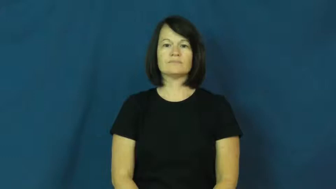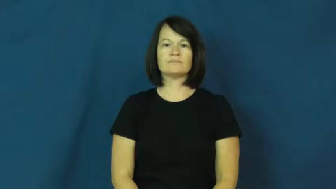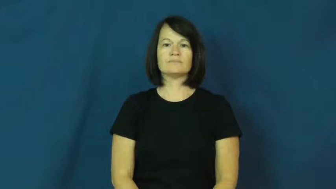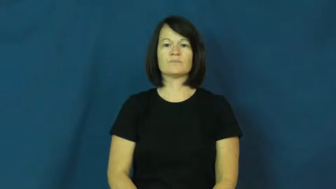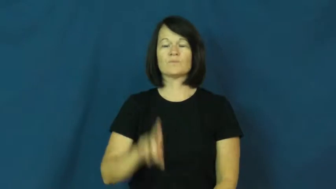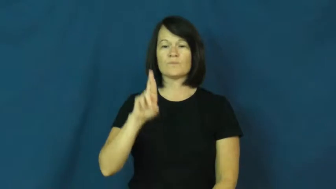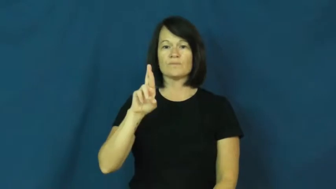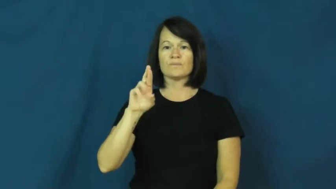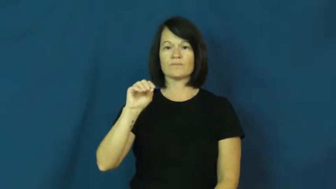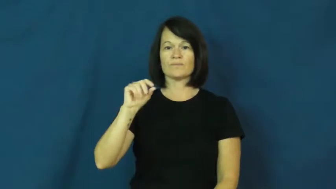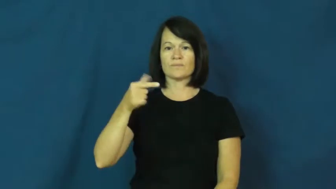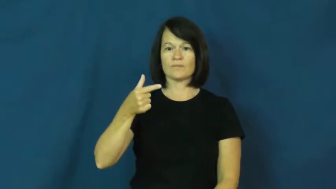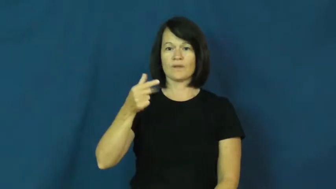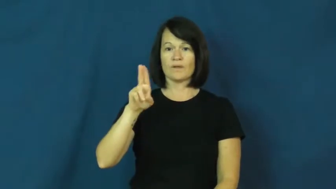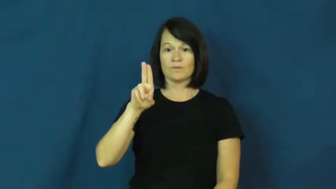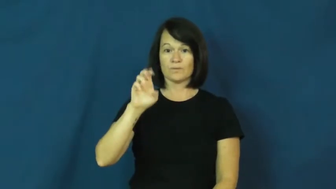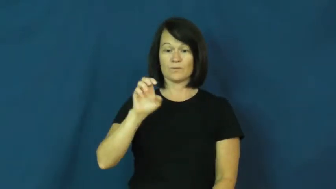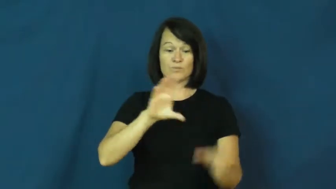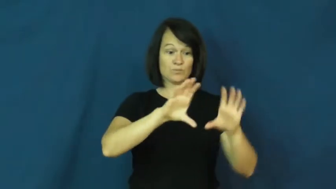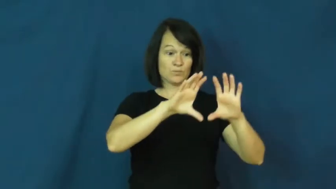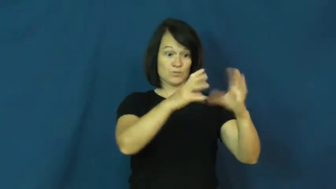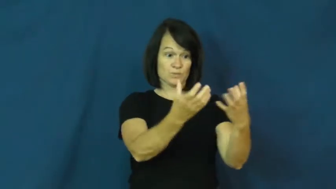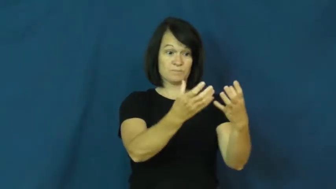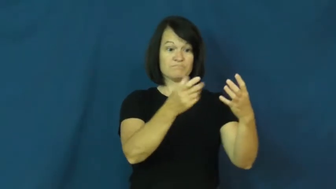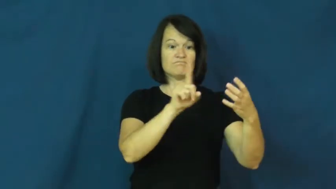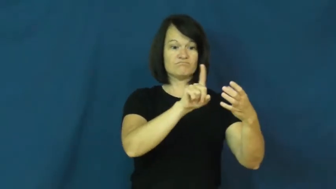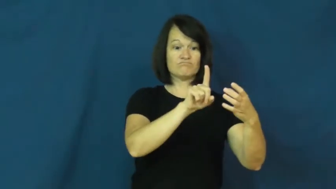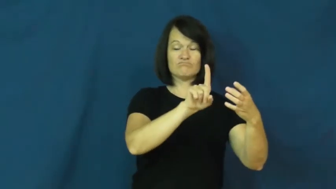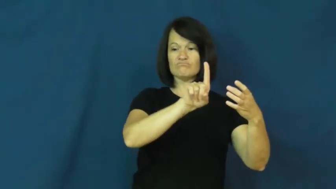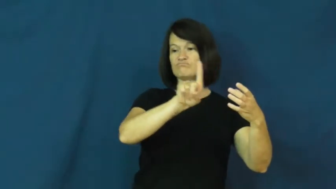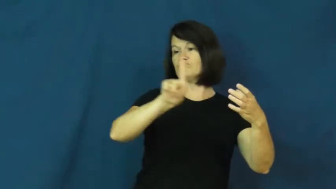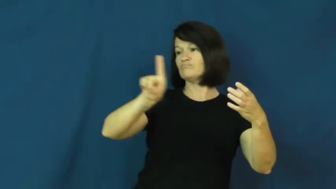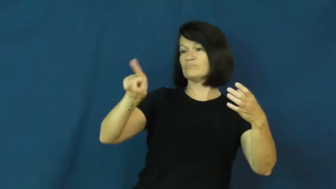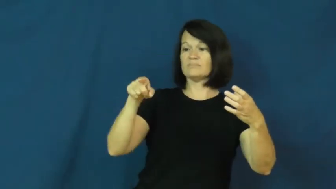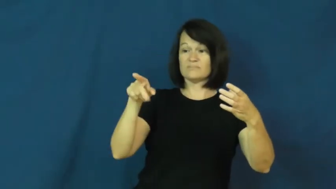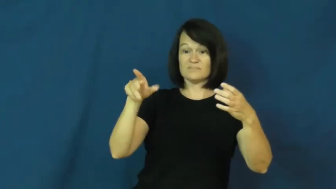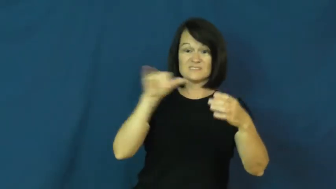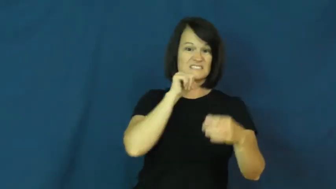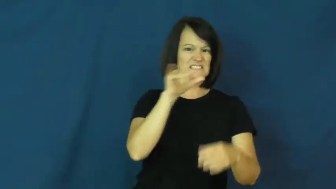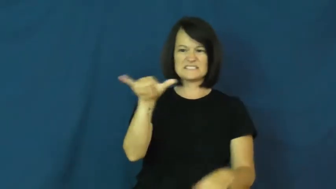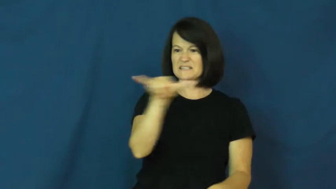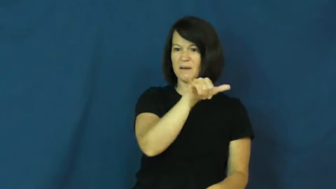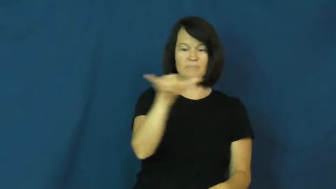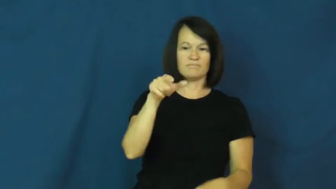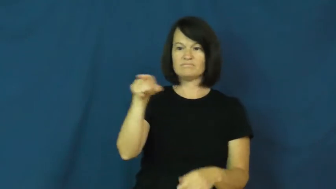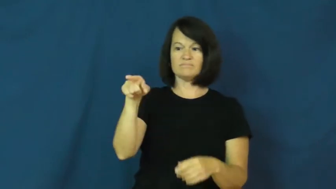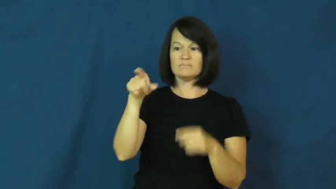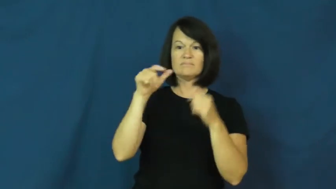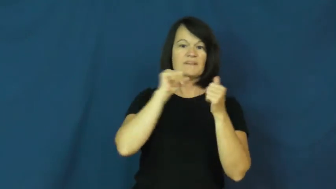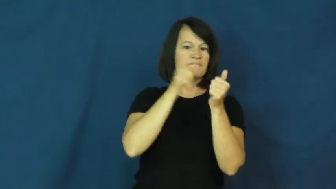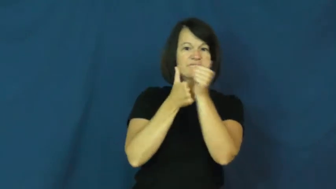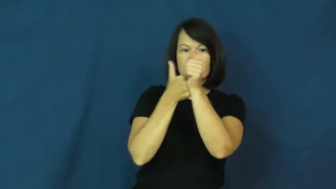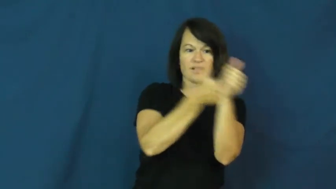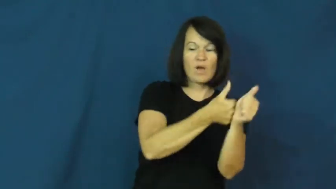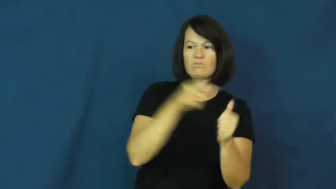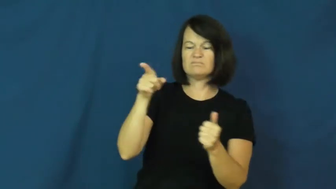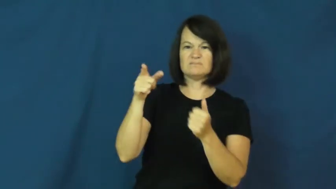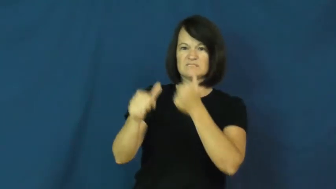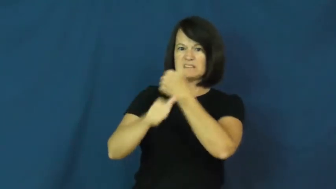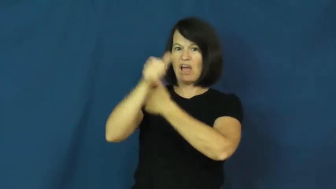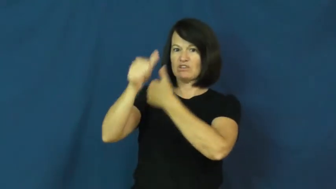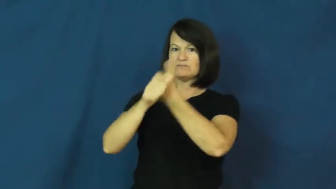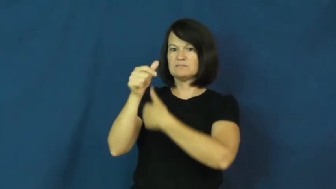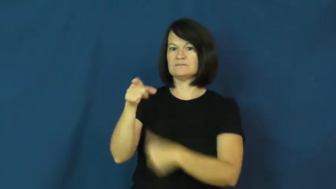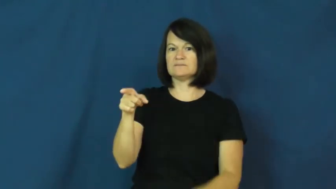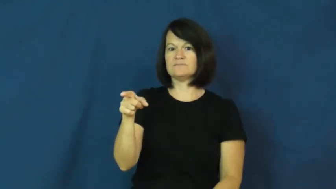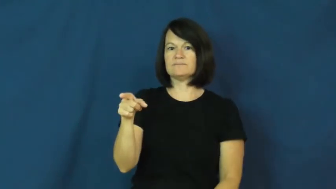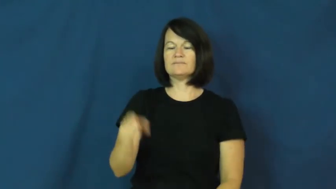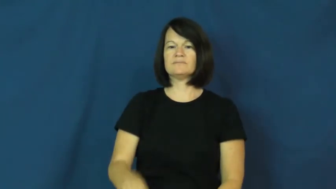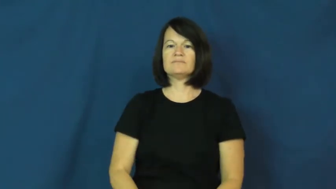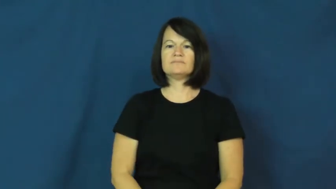rogue-dangerous